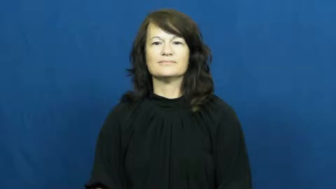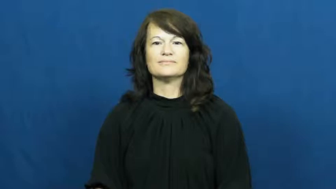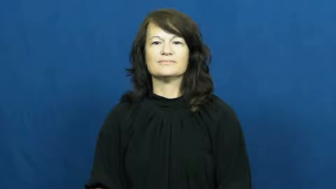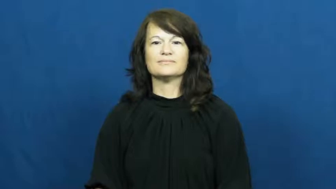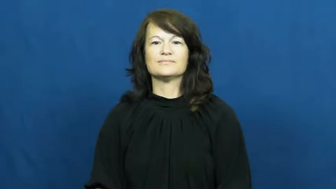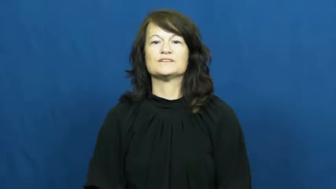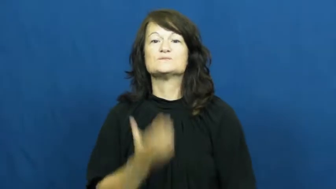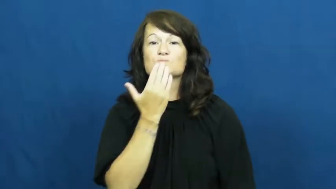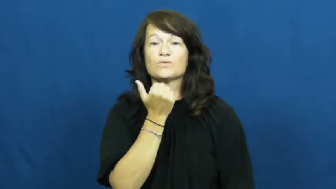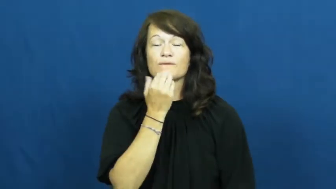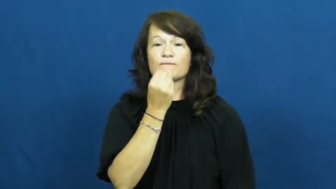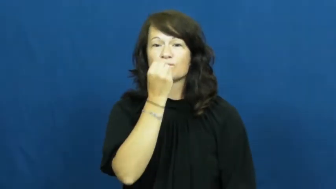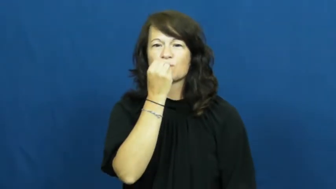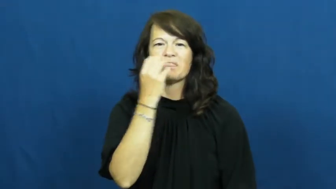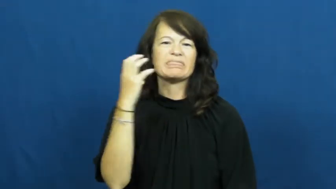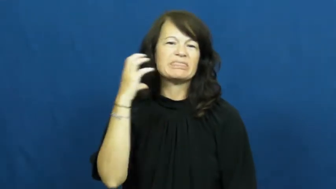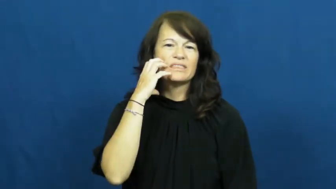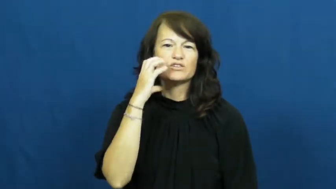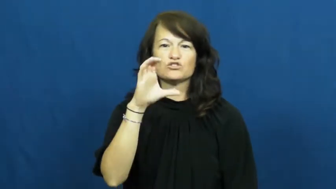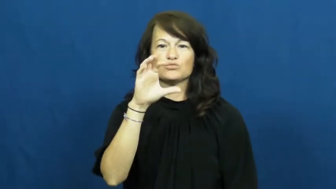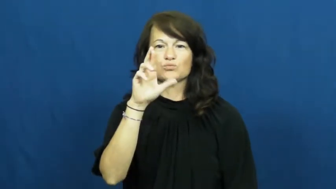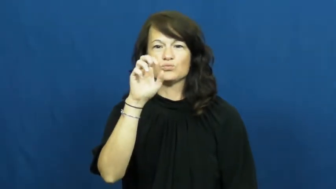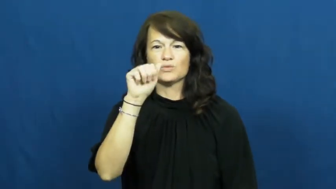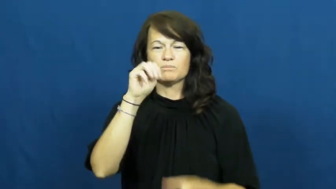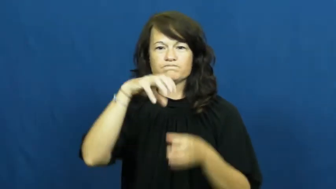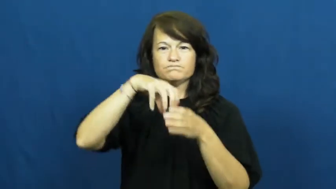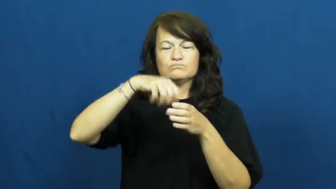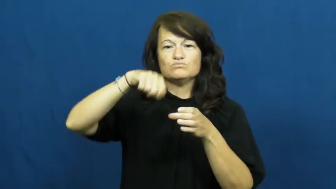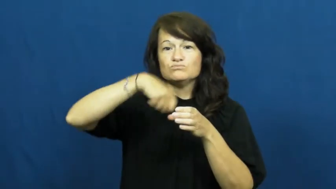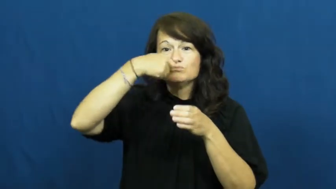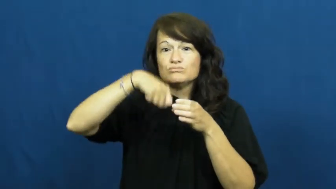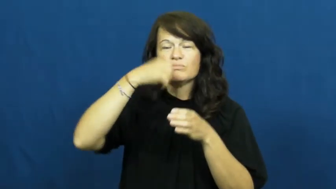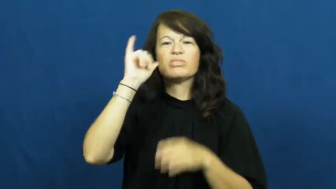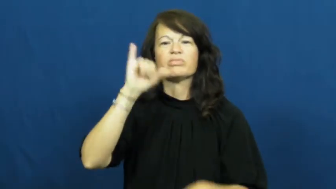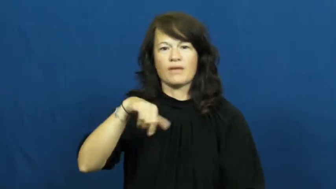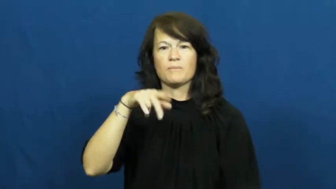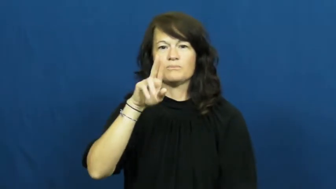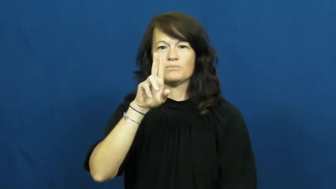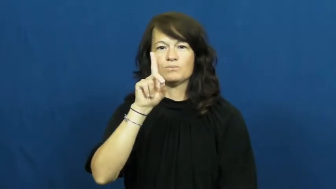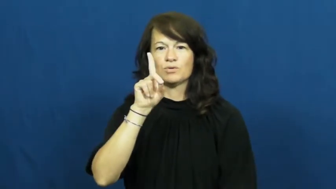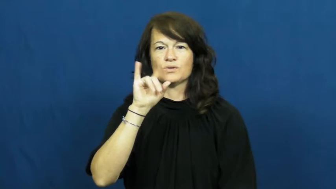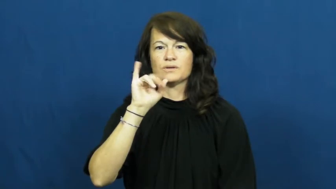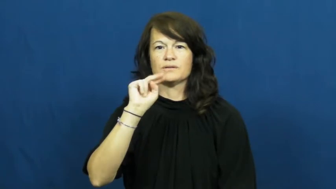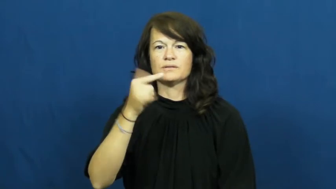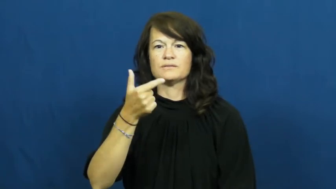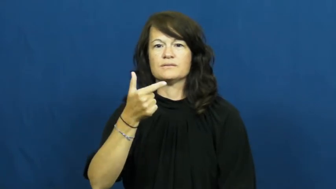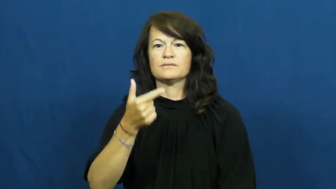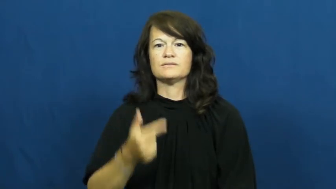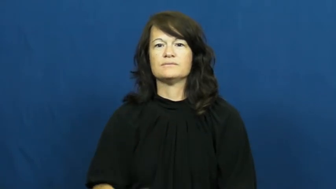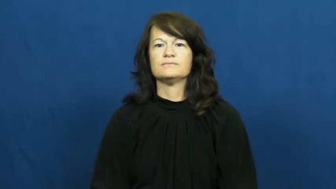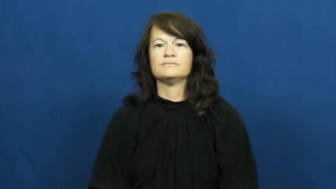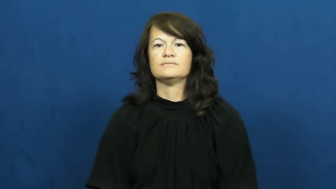pudding,pud